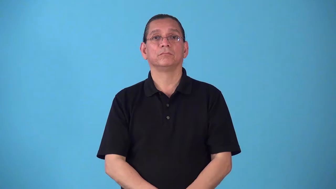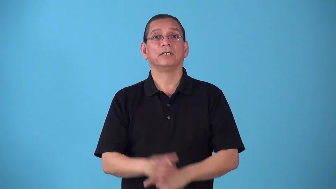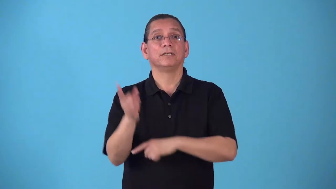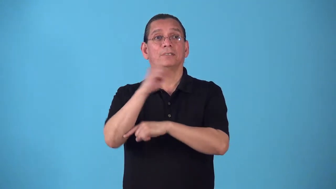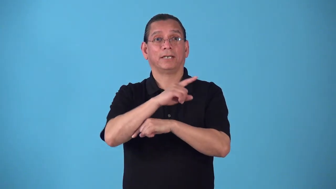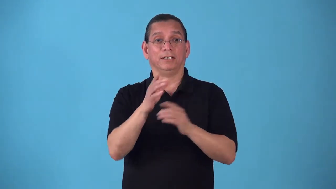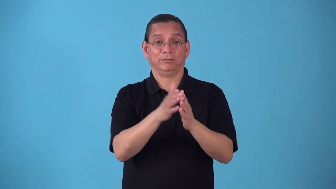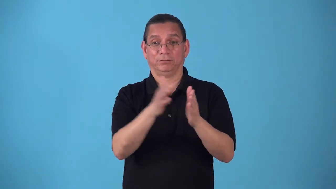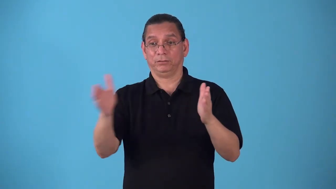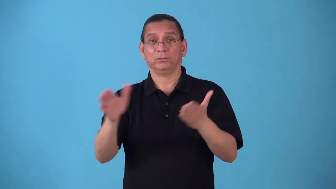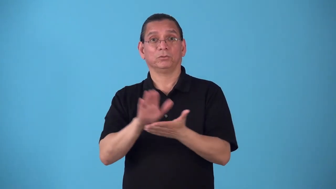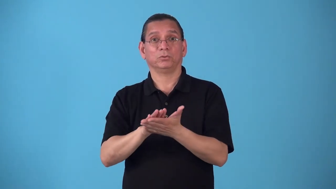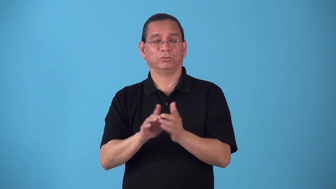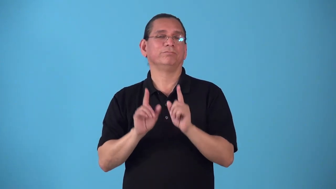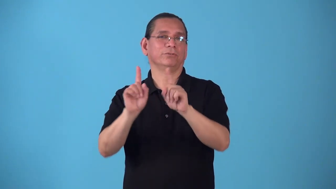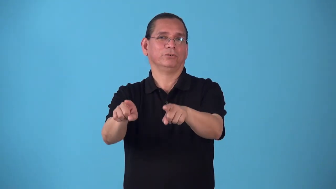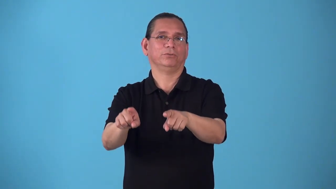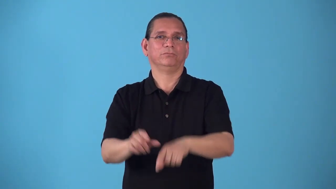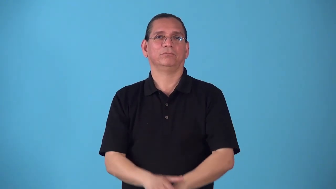schoolday